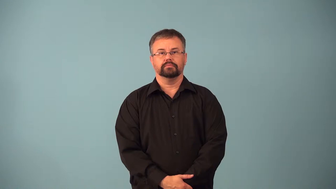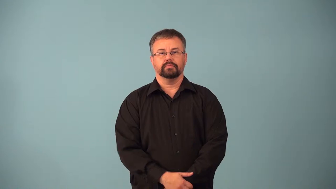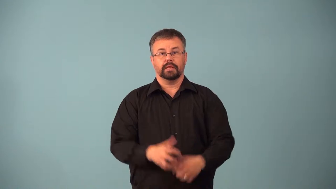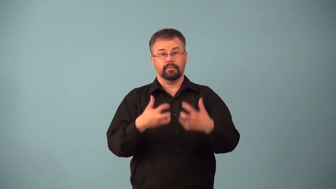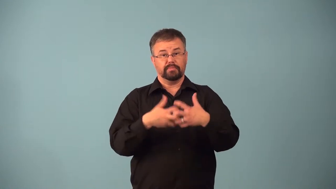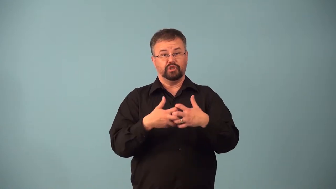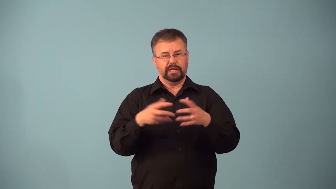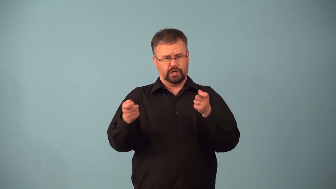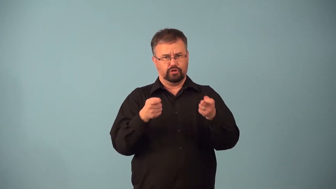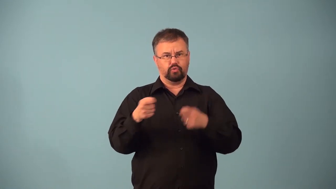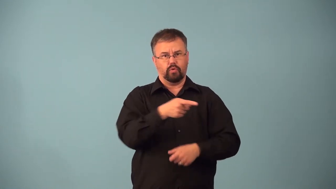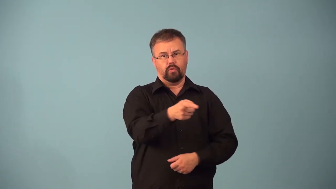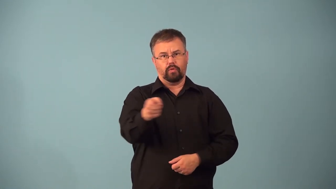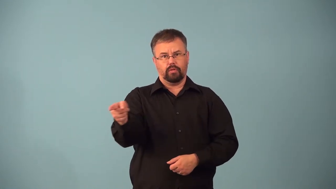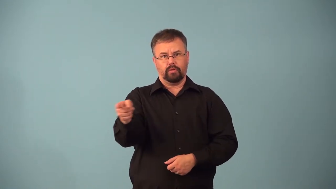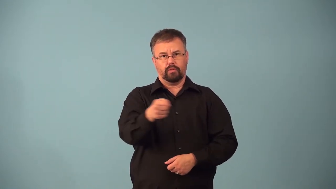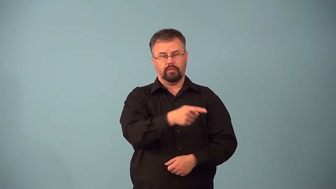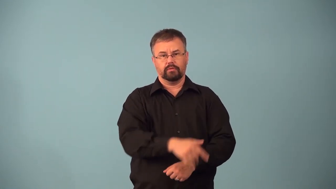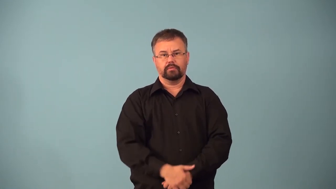actuator